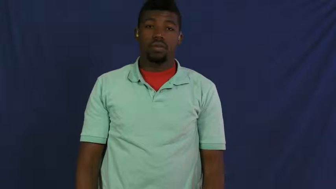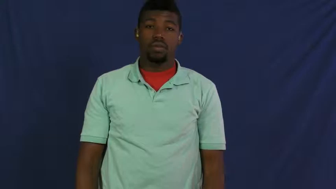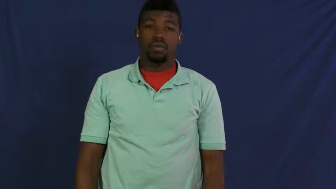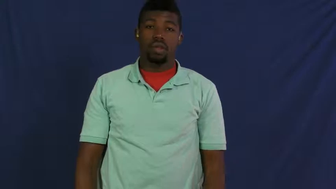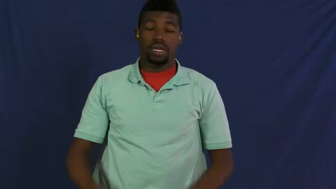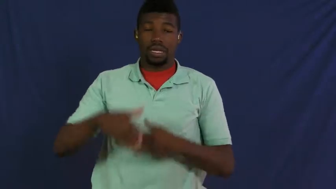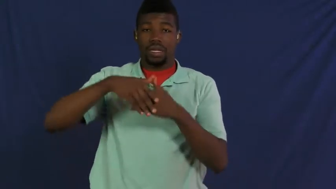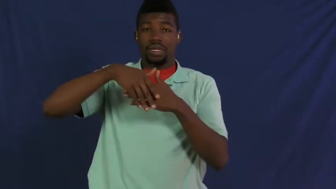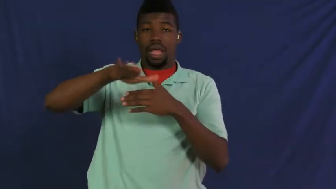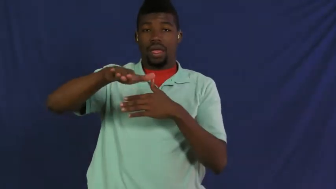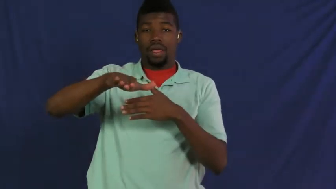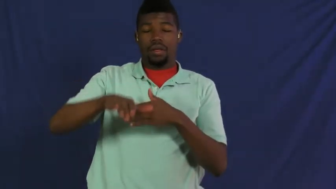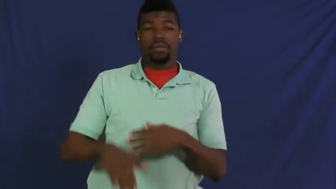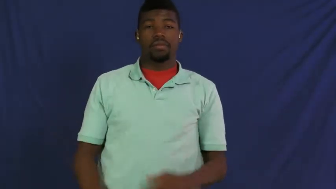dispatch,send forth